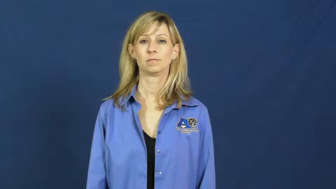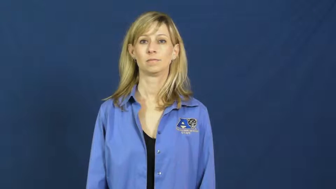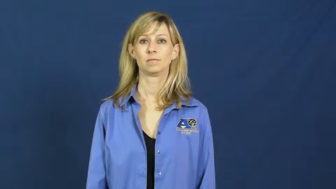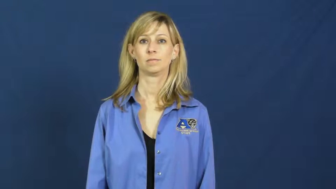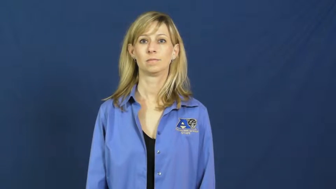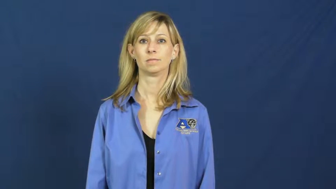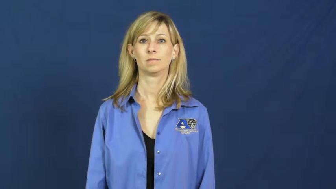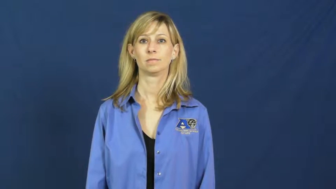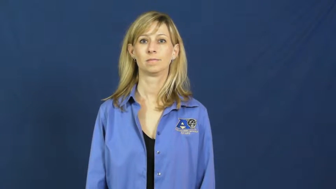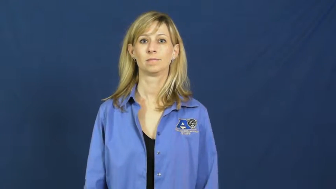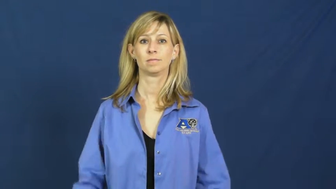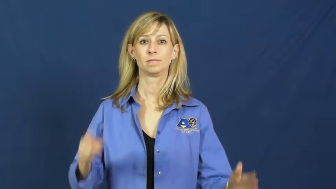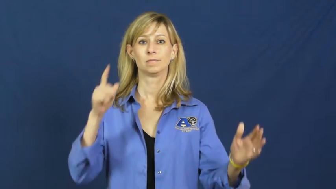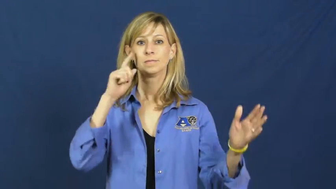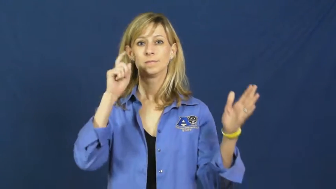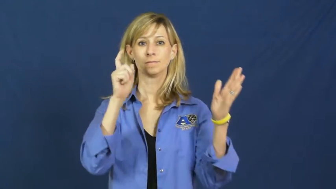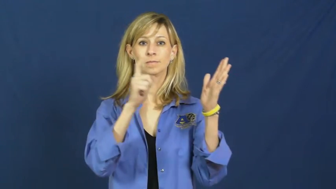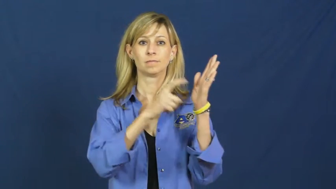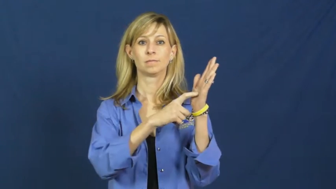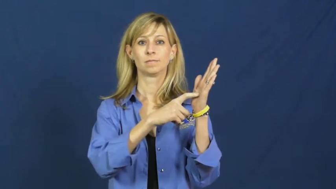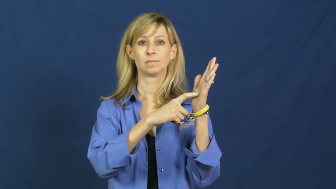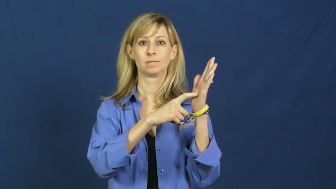recognize-see